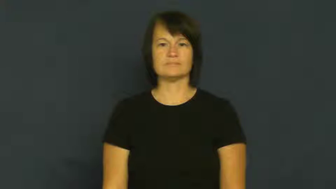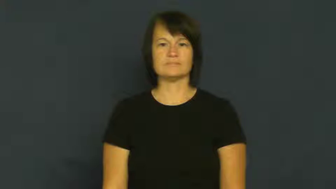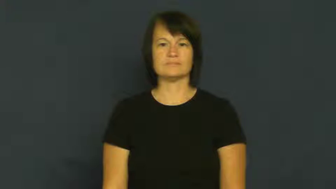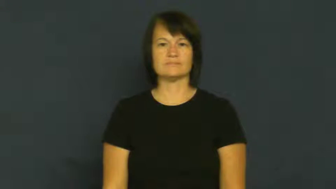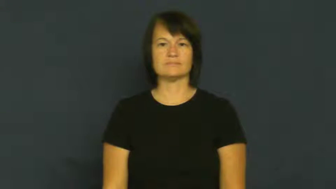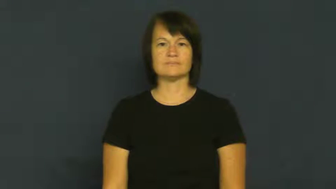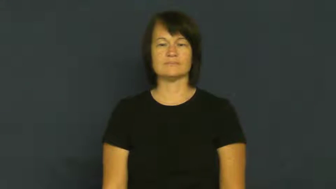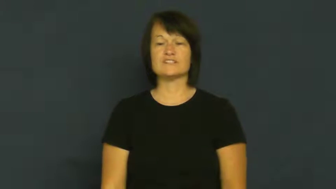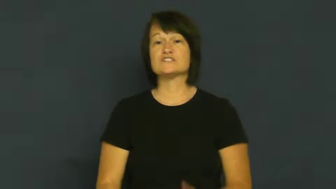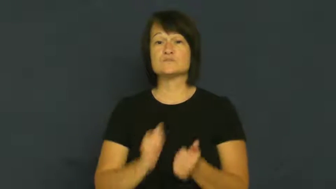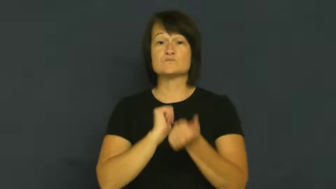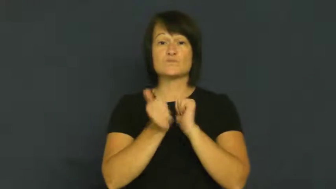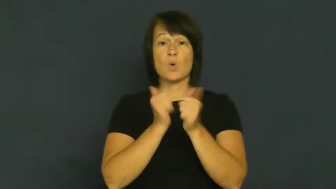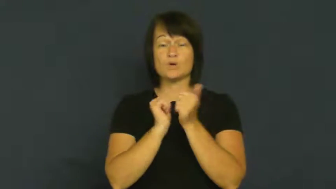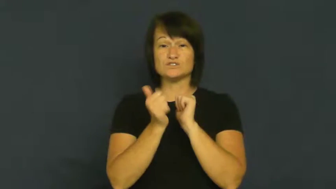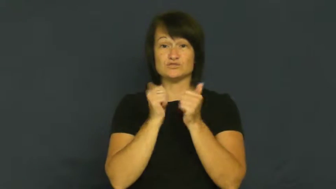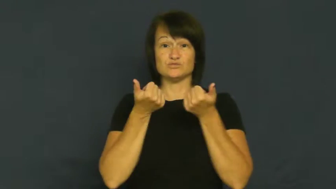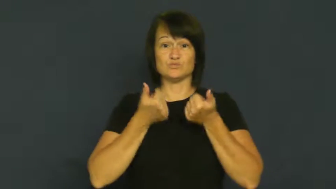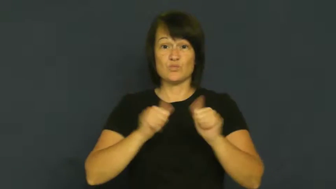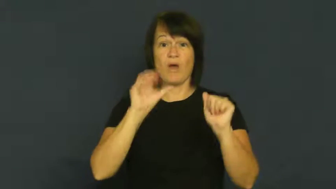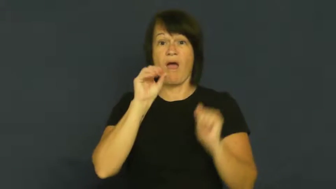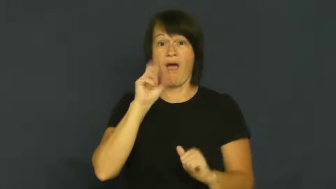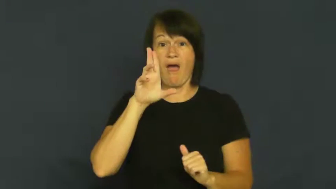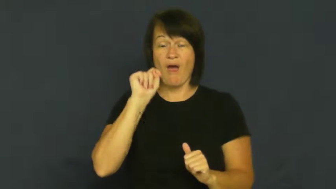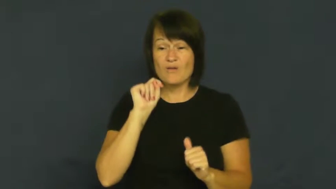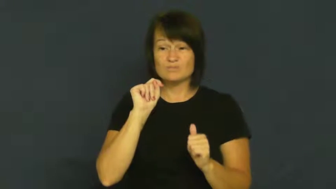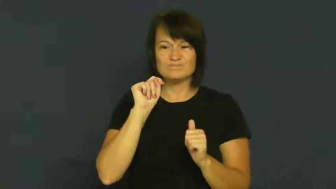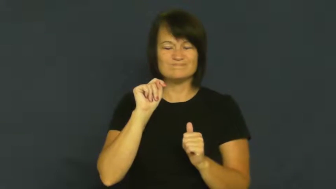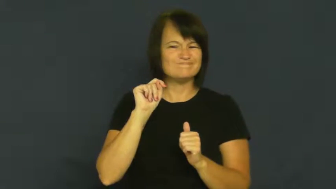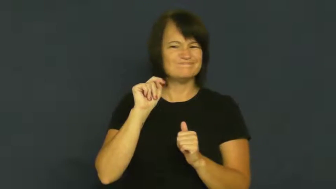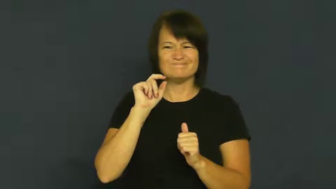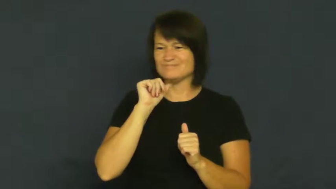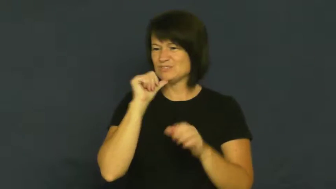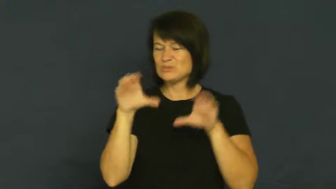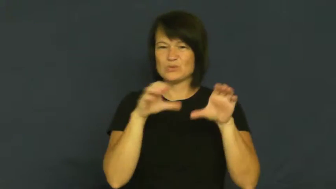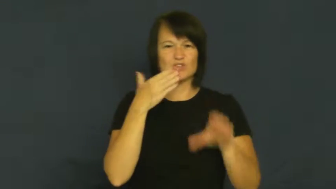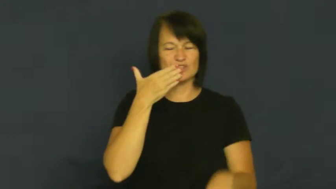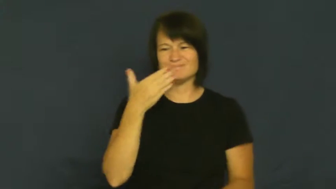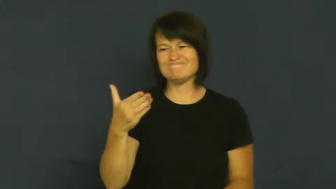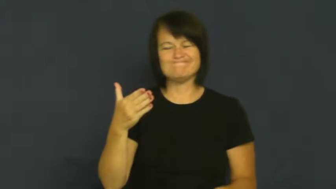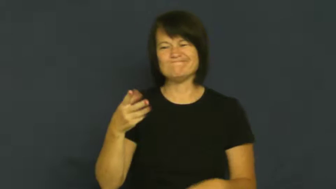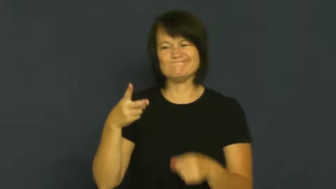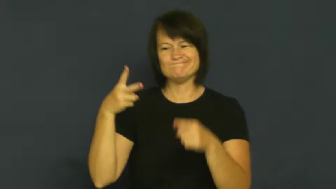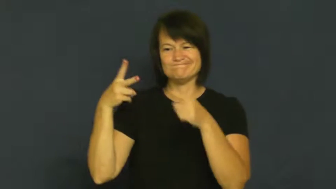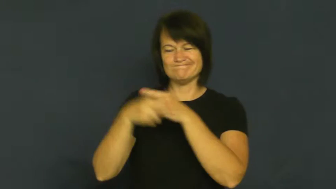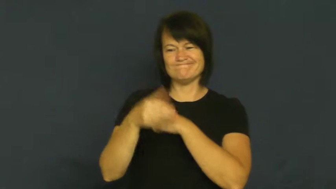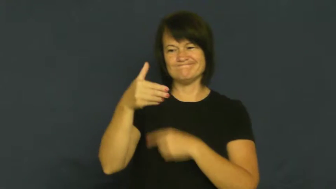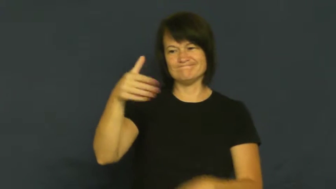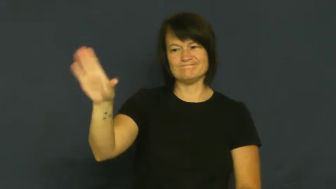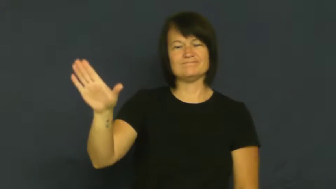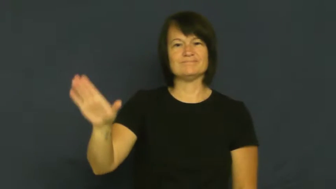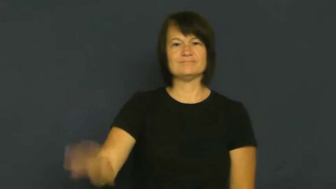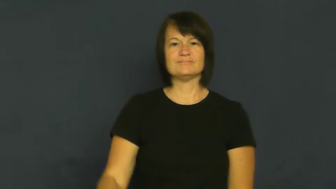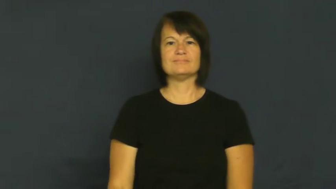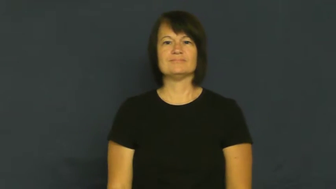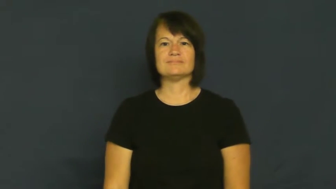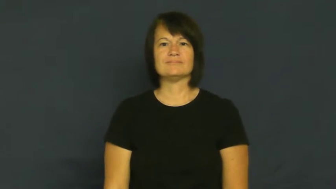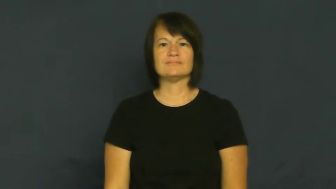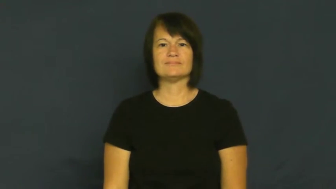cut-sports